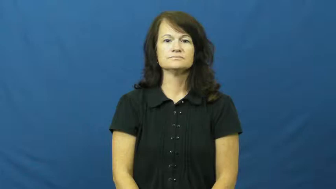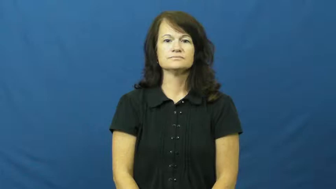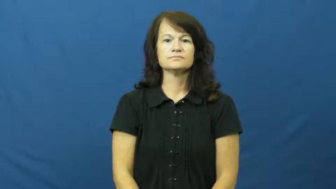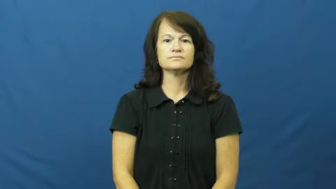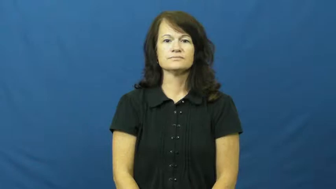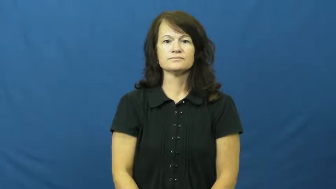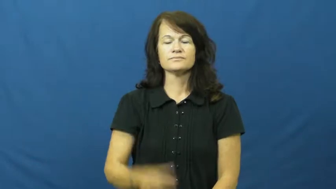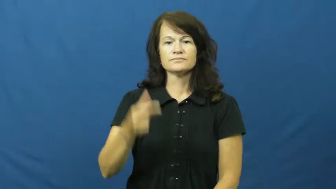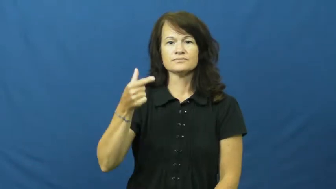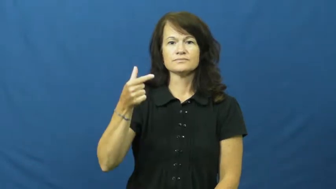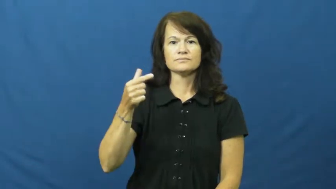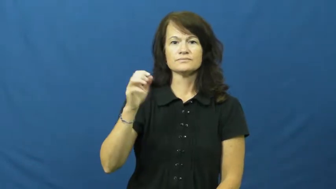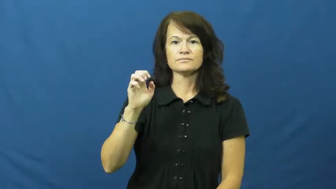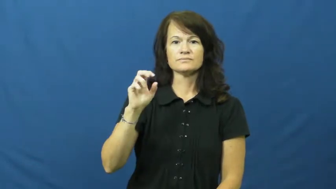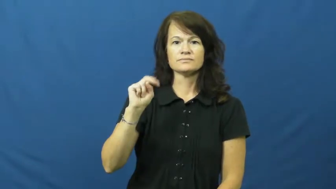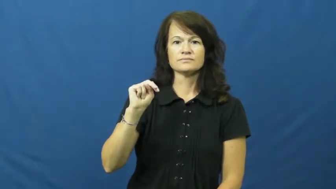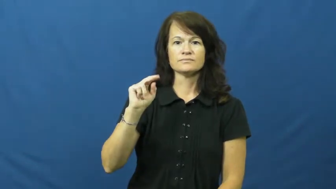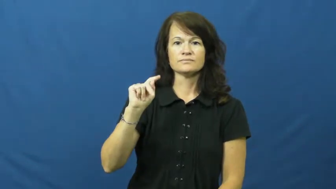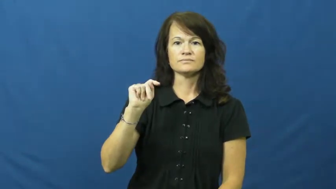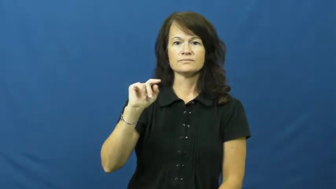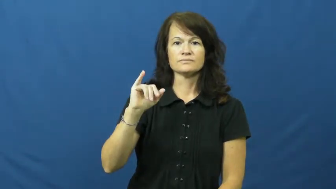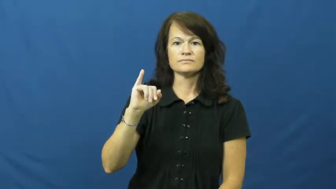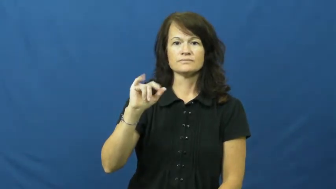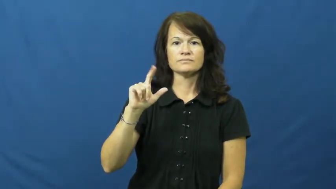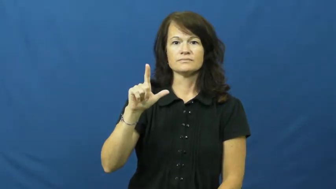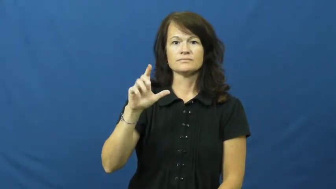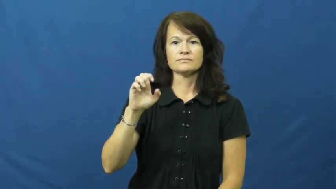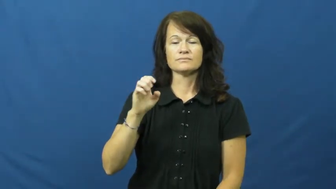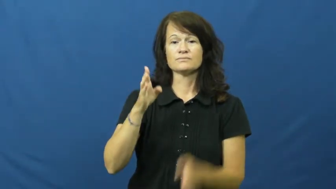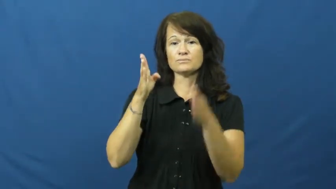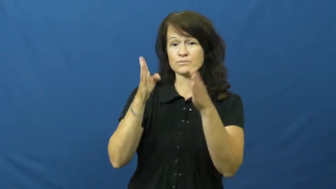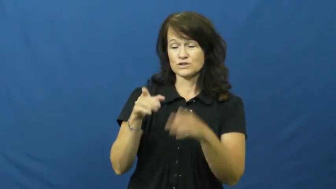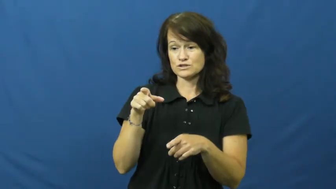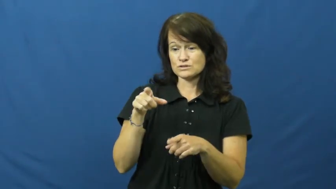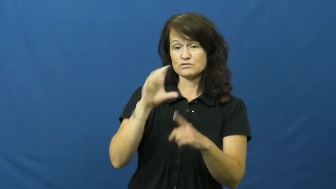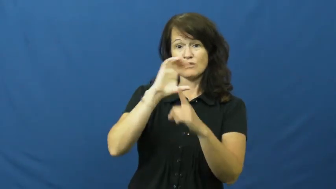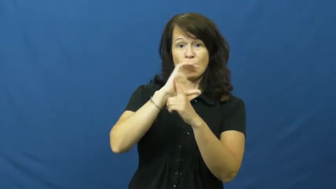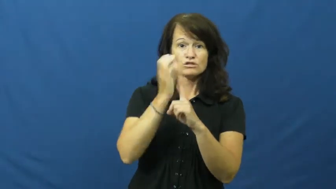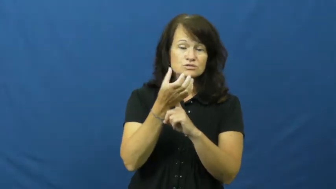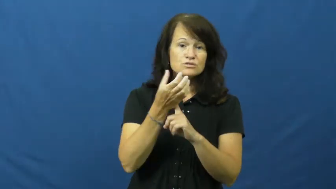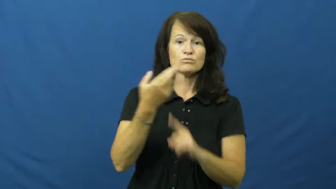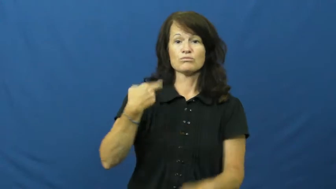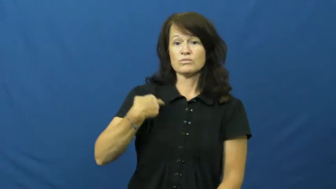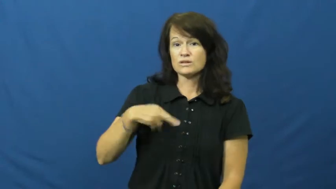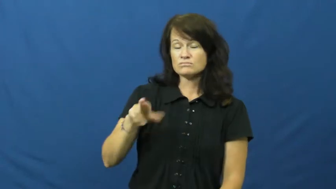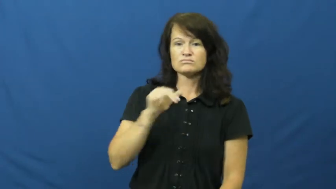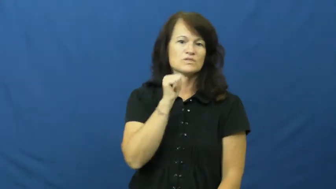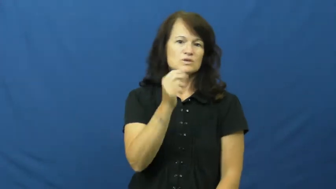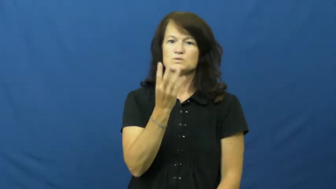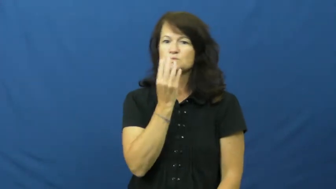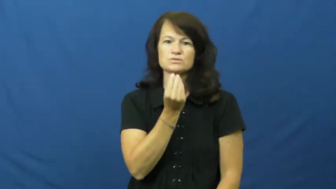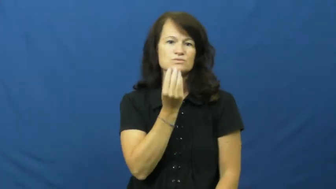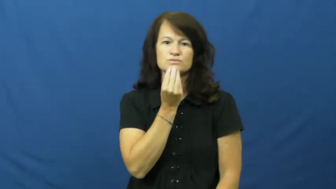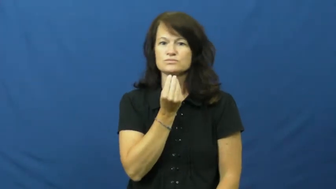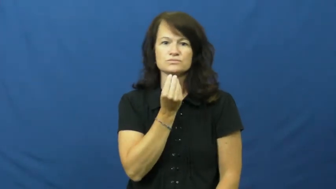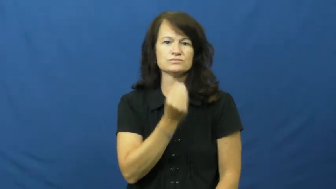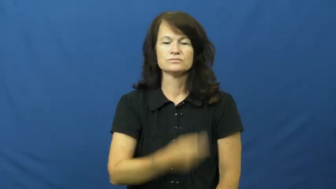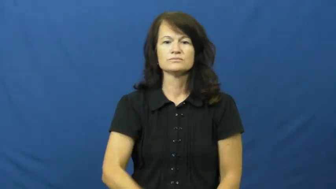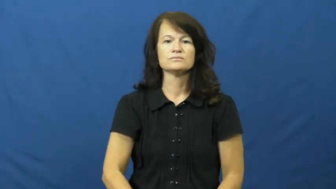gentile